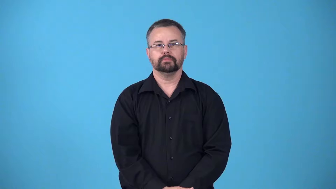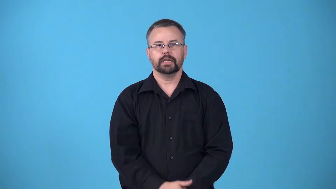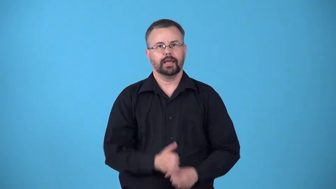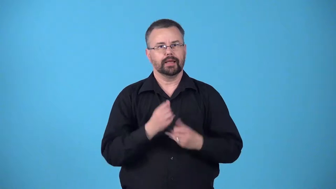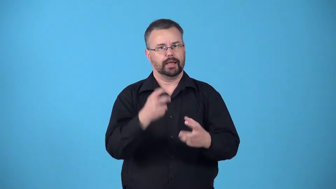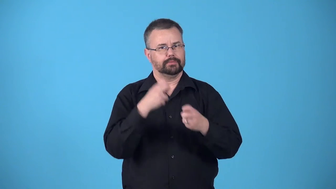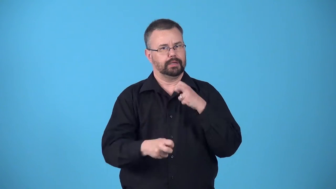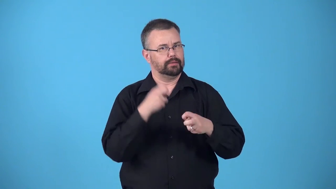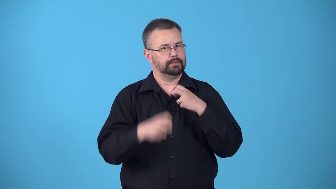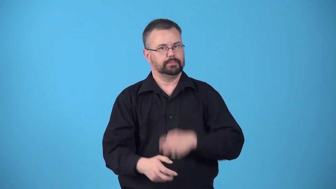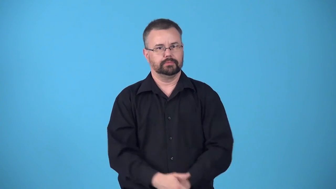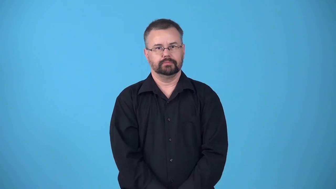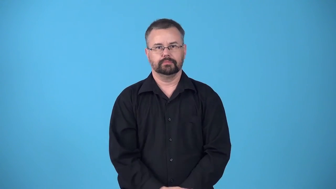bedevil-cause problems